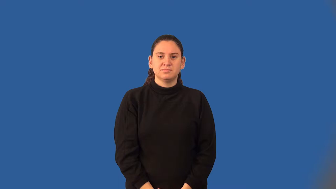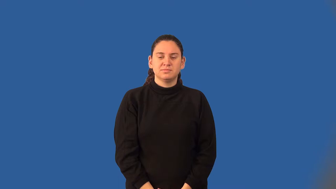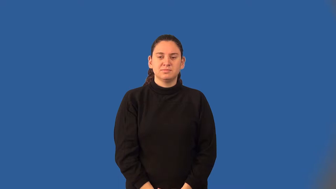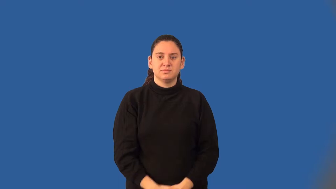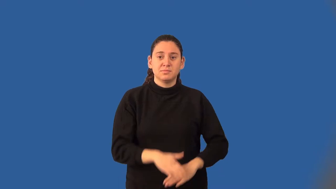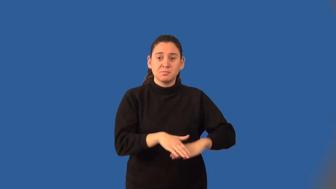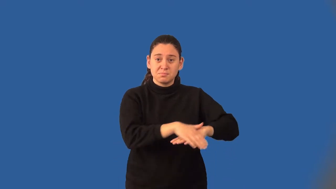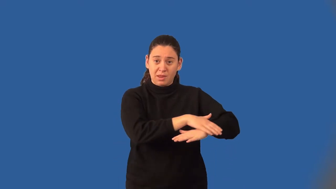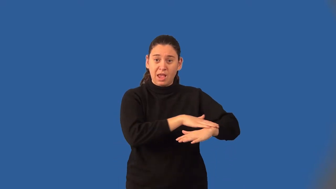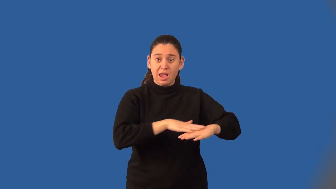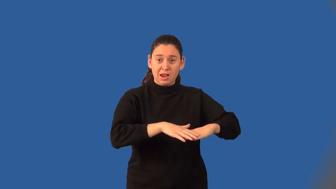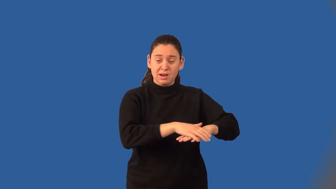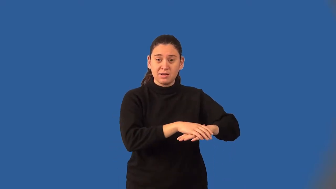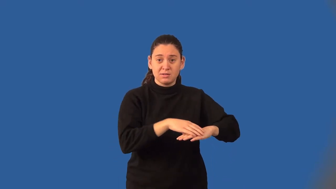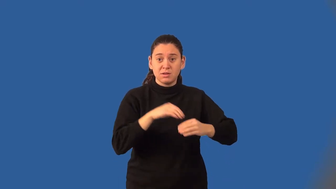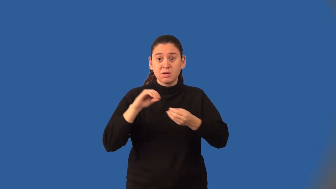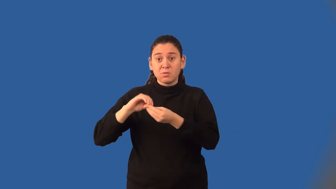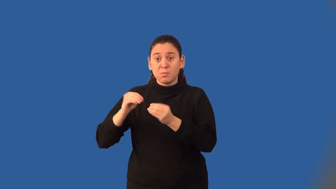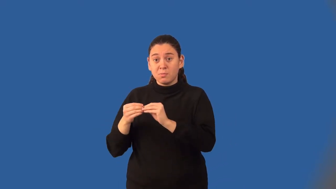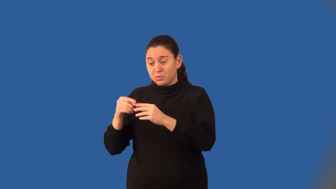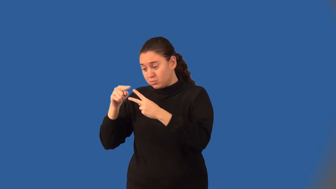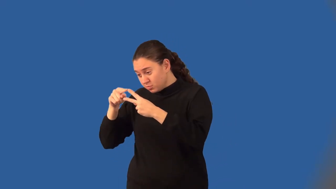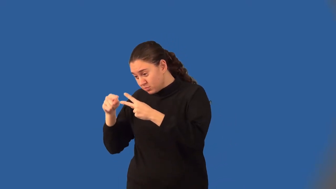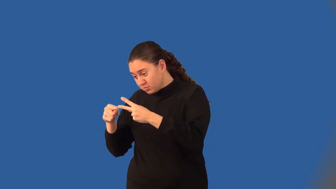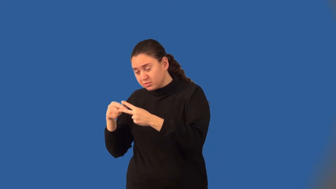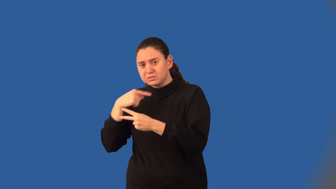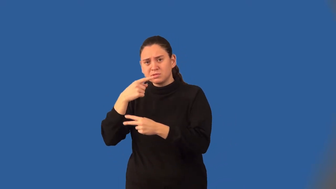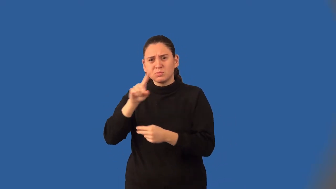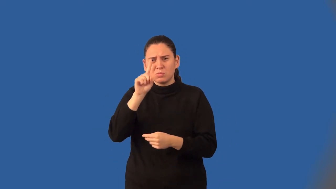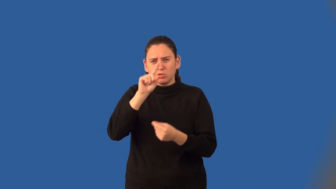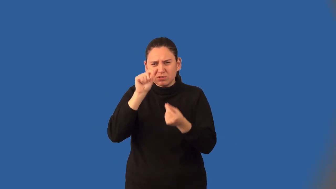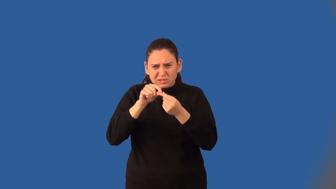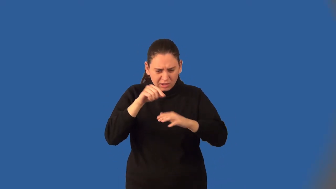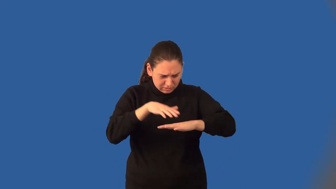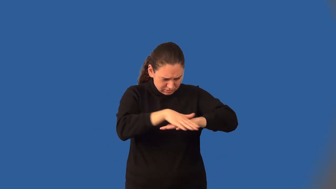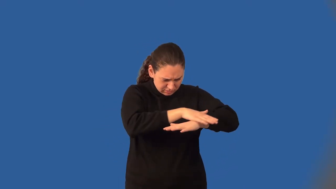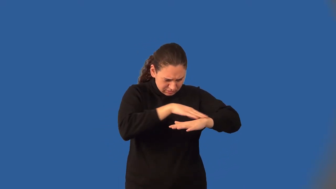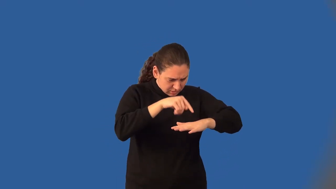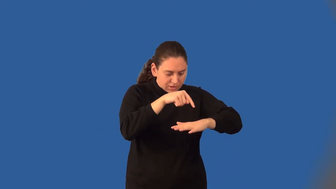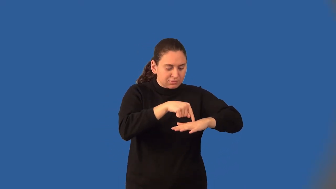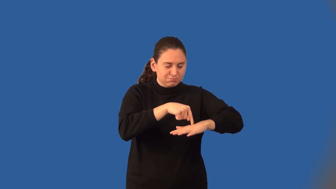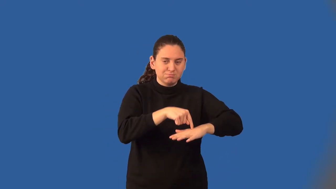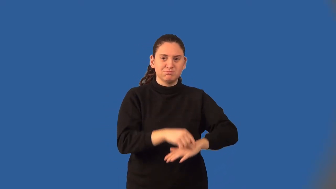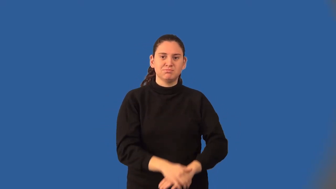coordinate plane